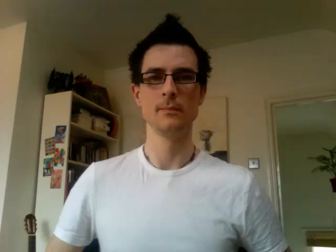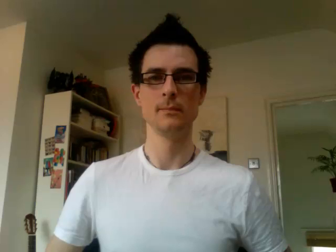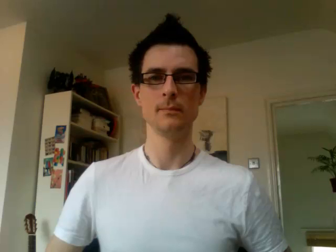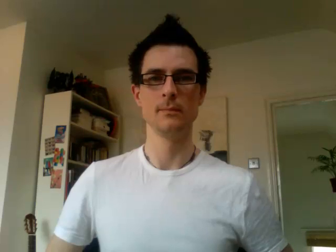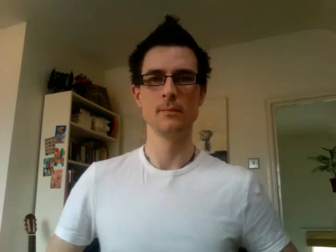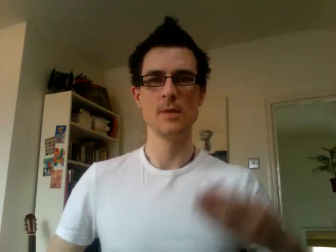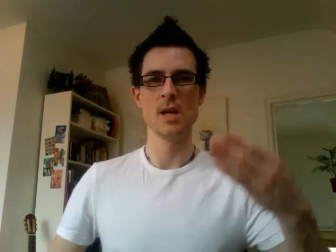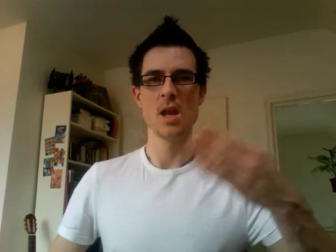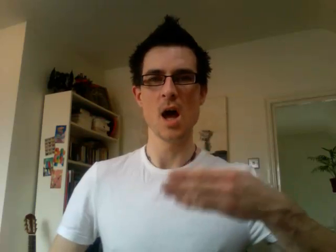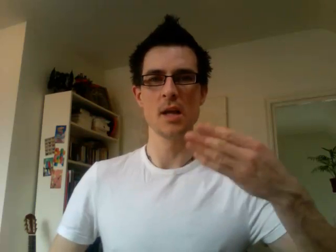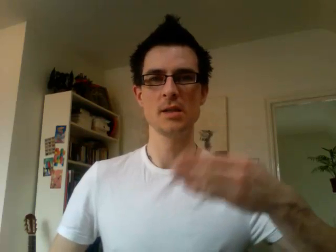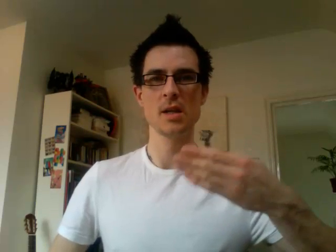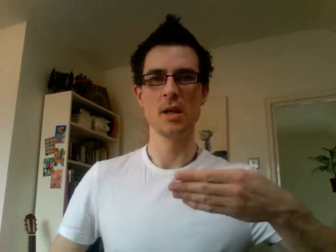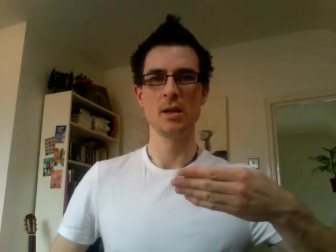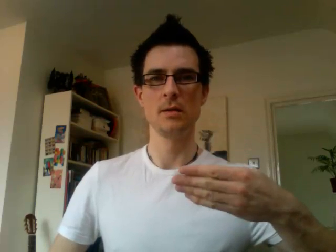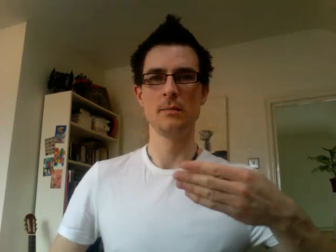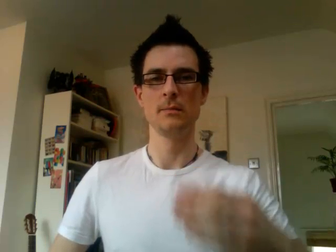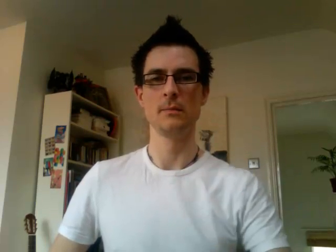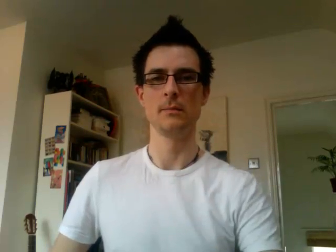19